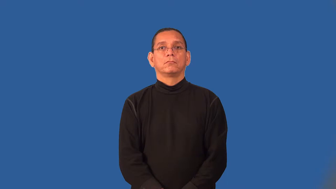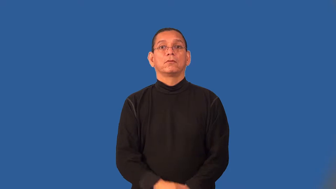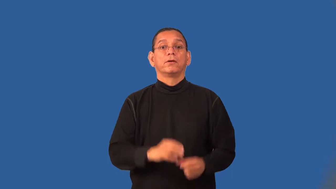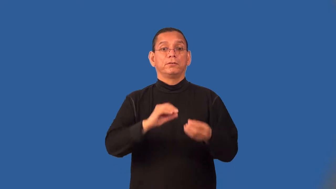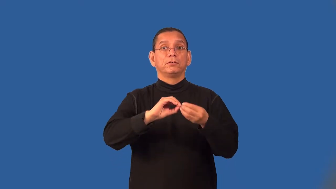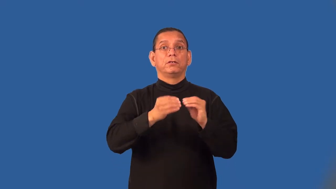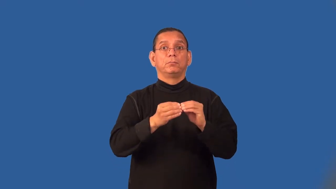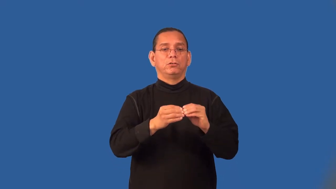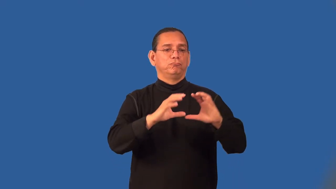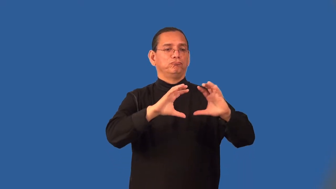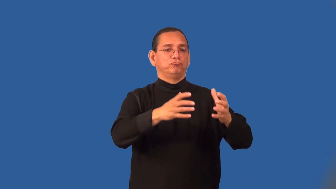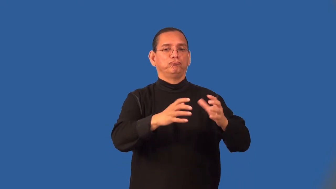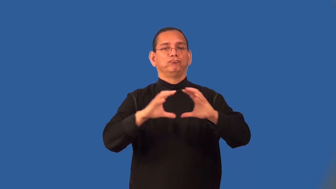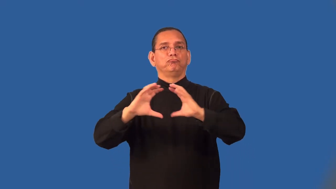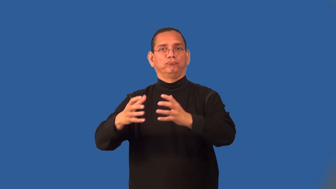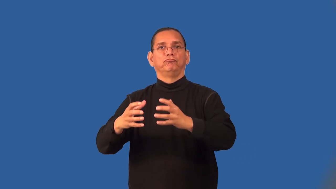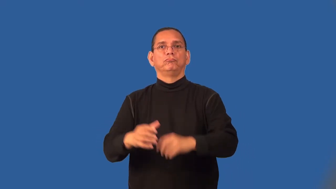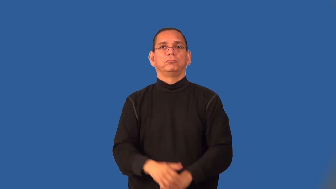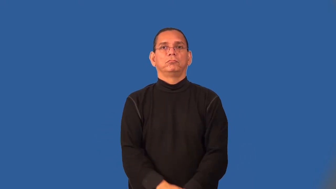set-math